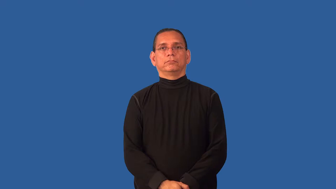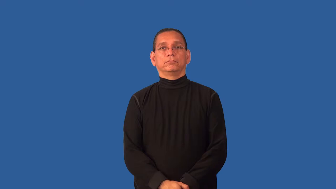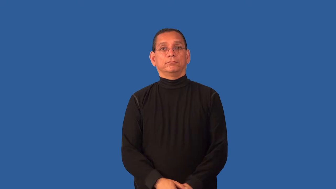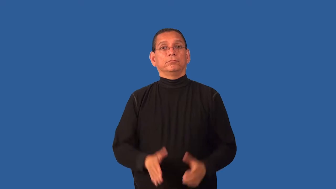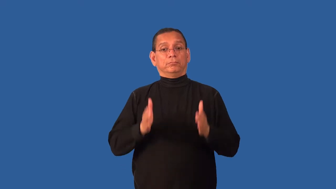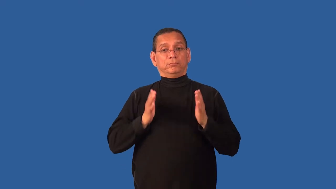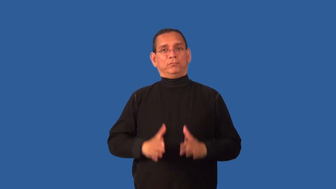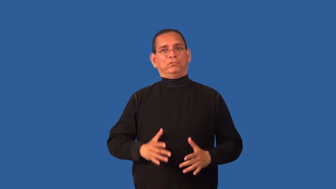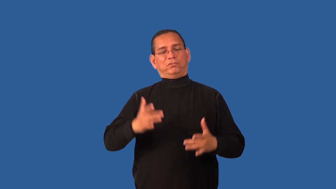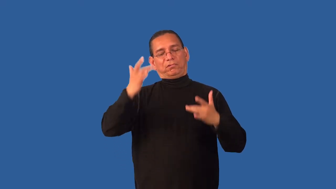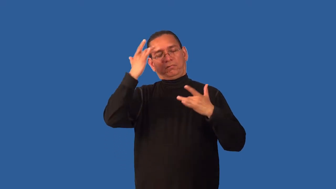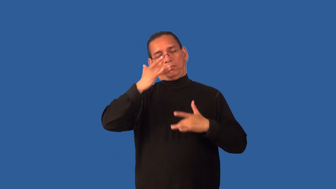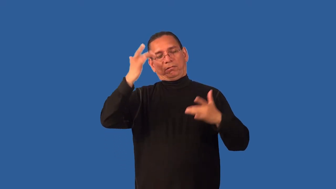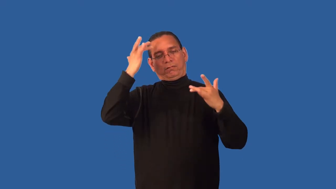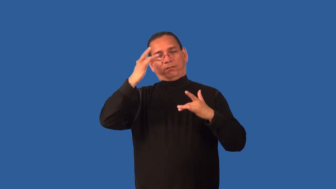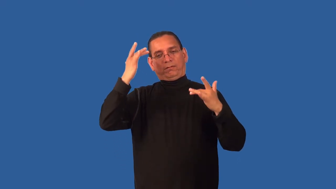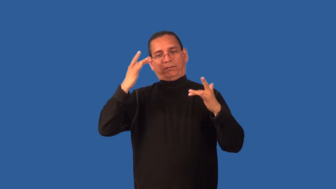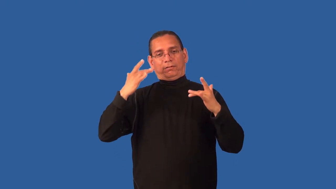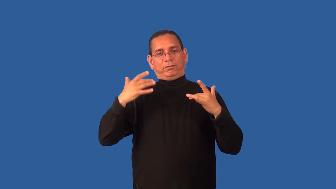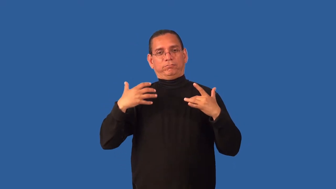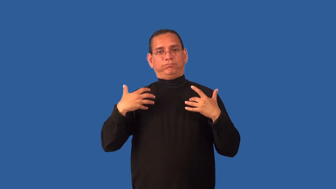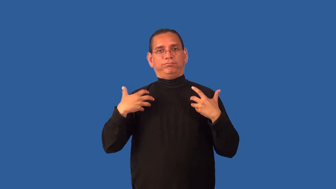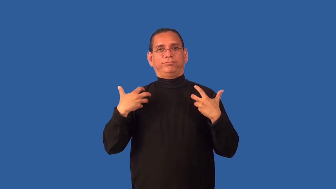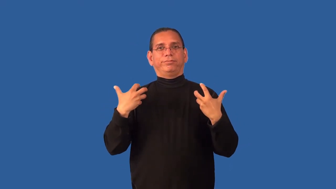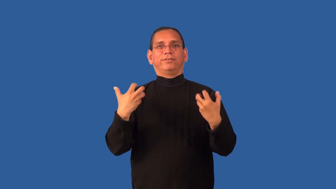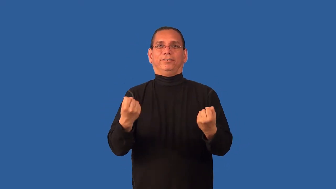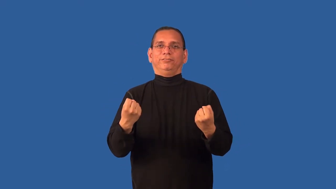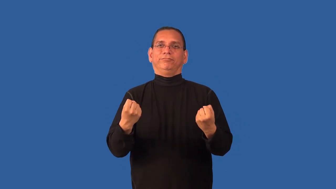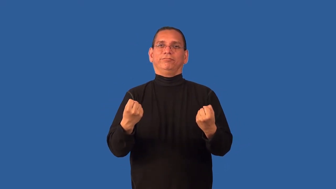convalesce